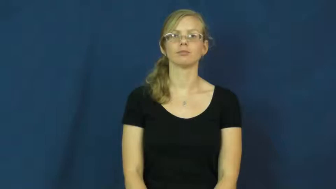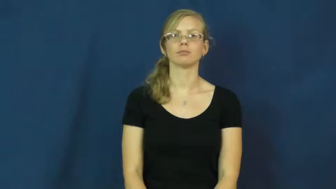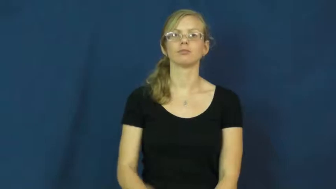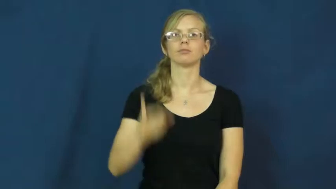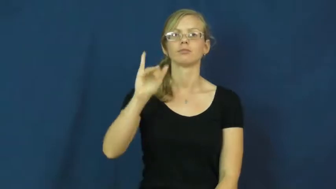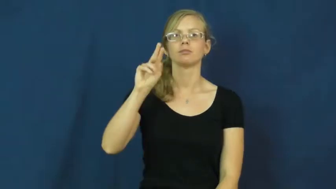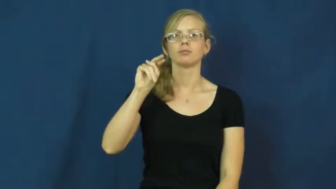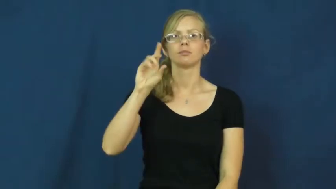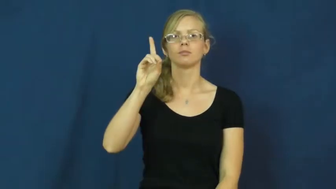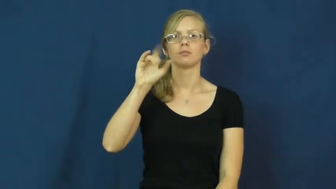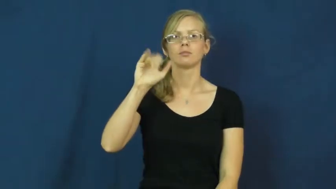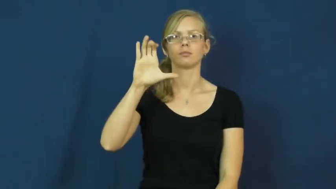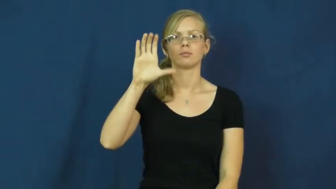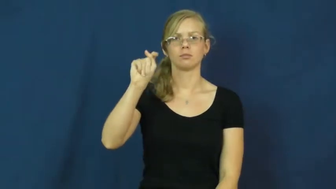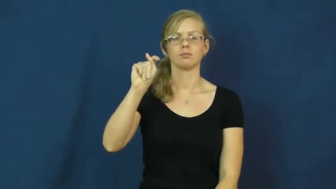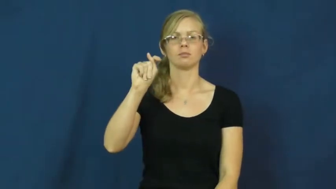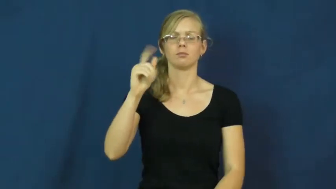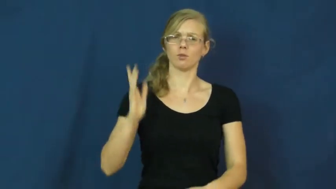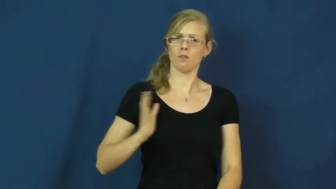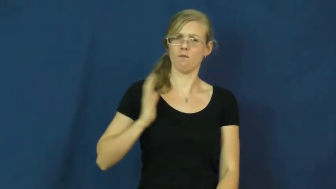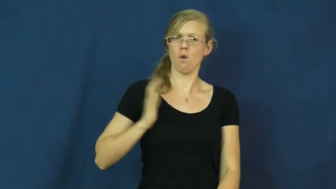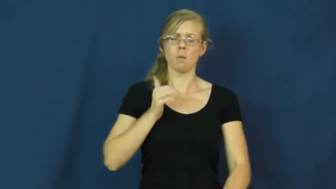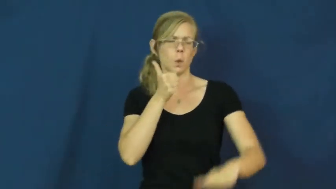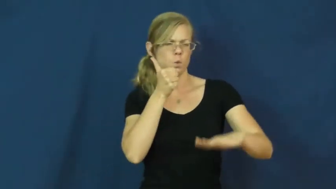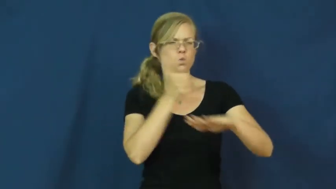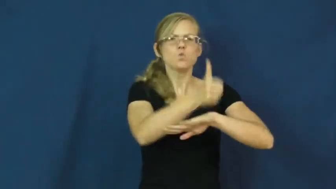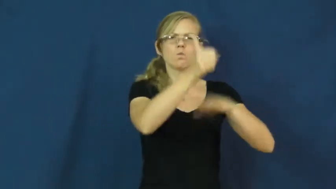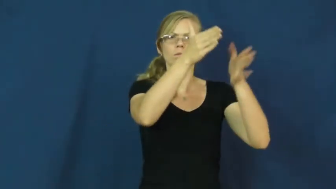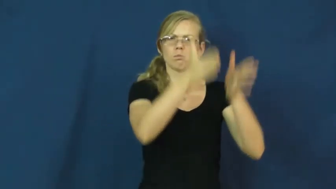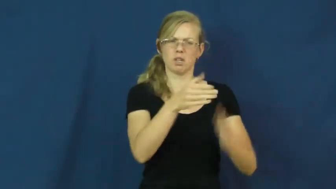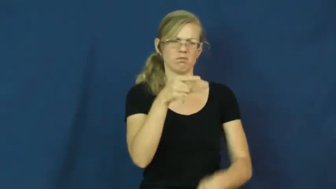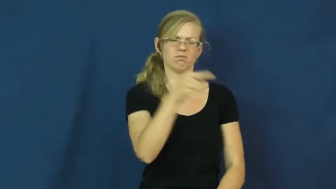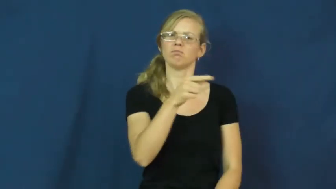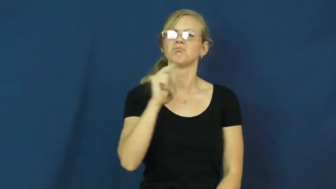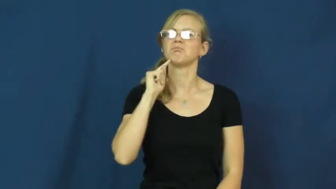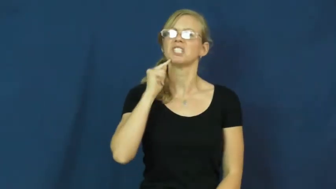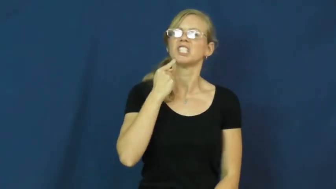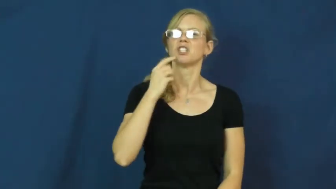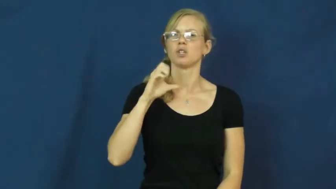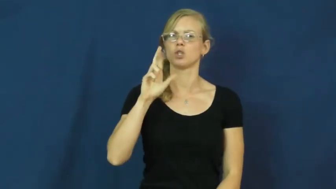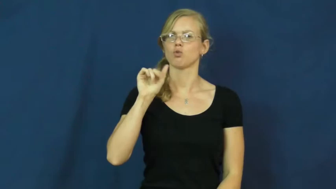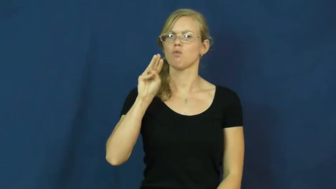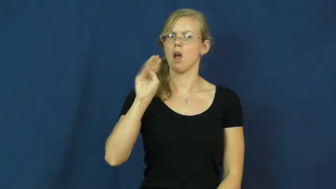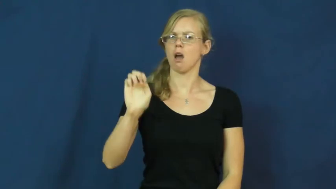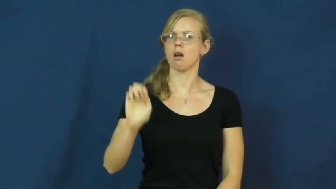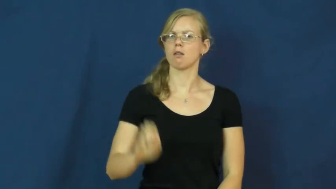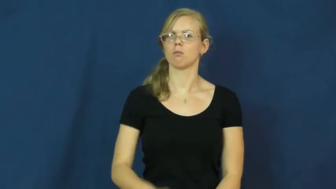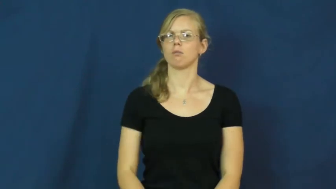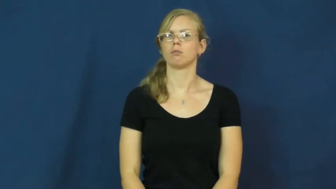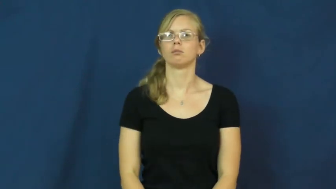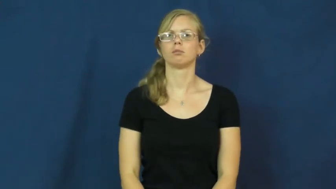indict